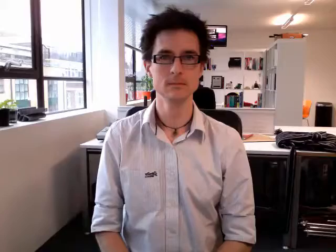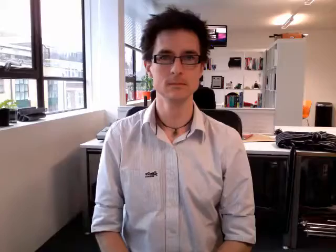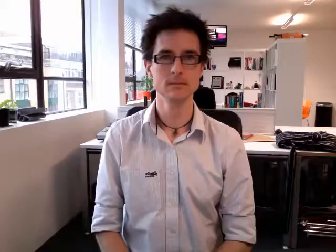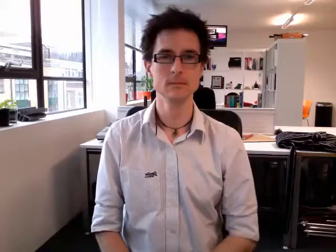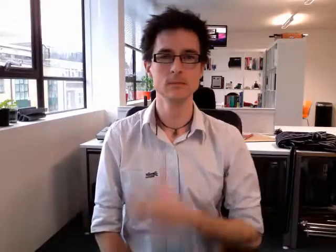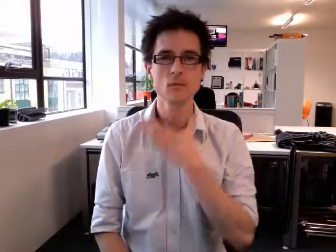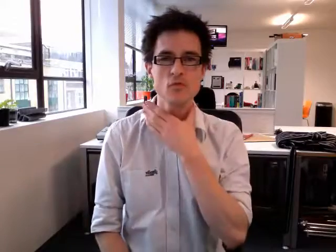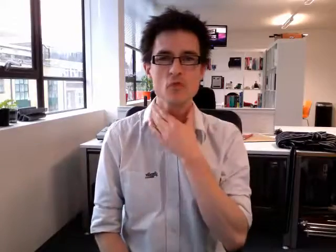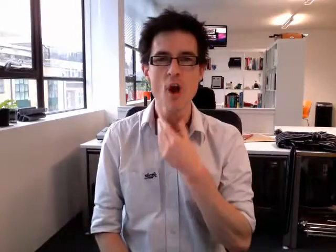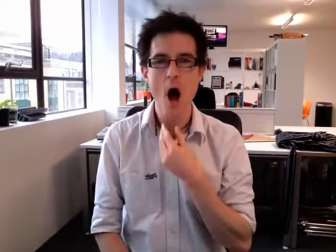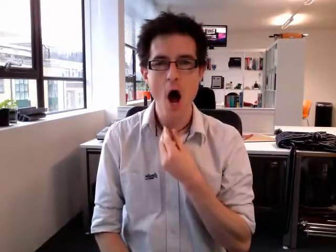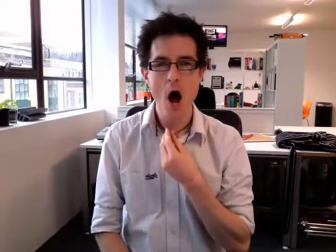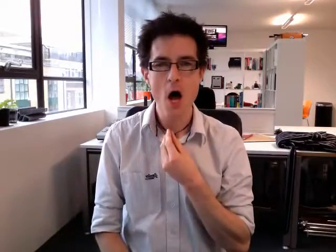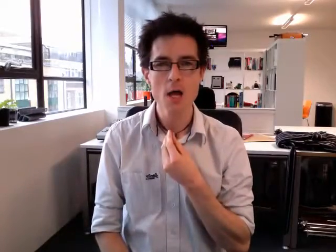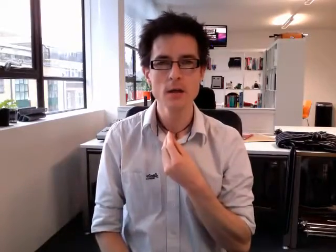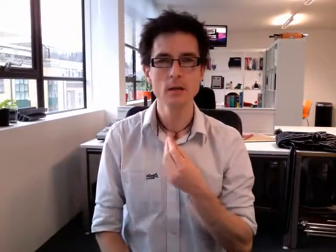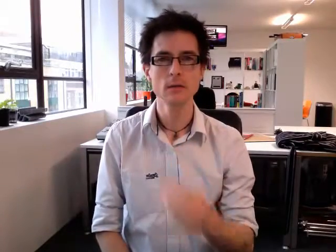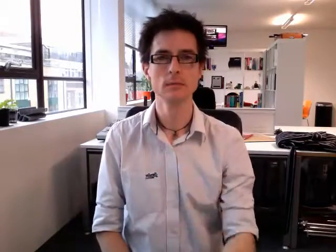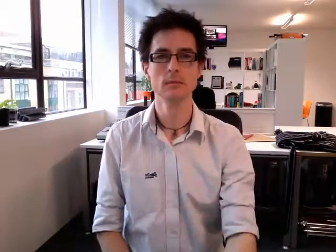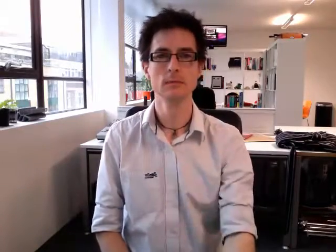dry